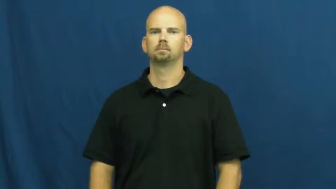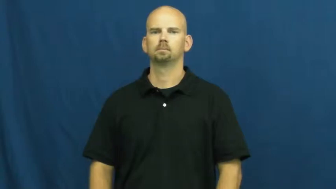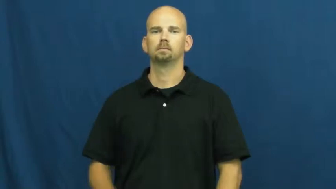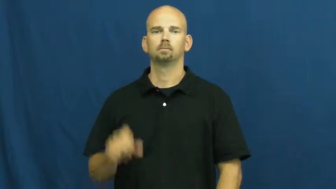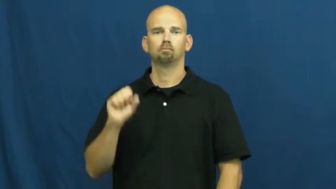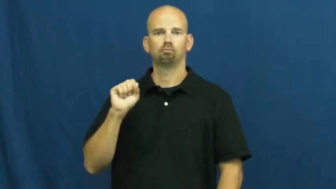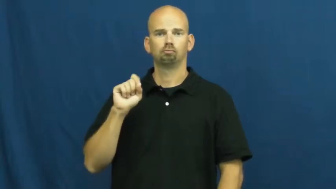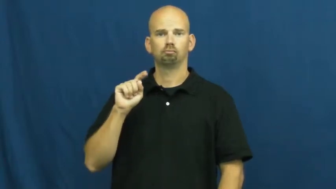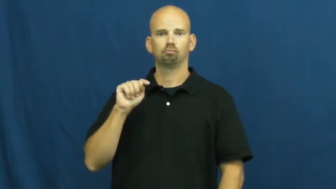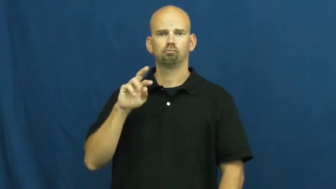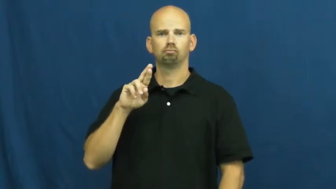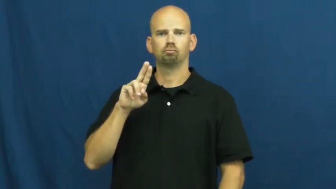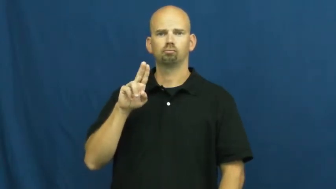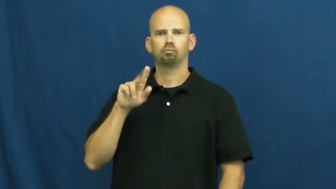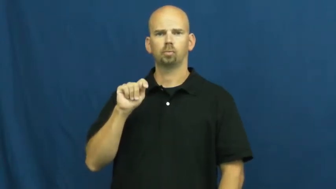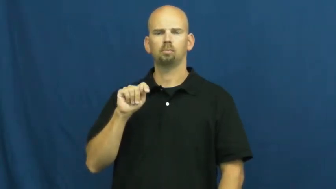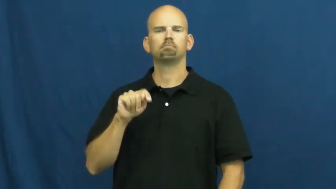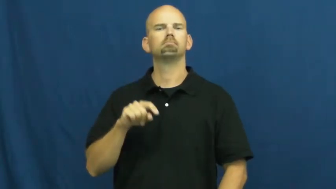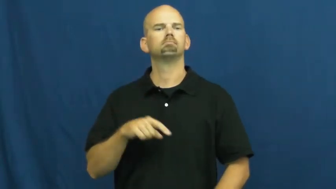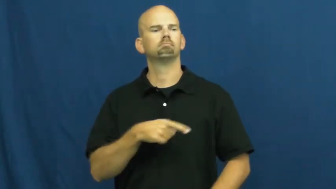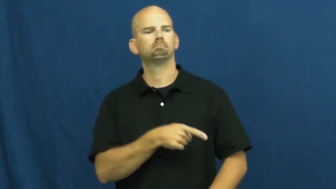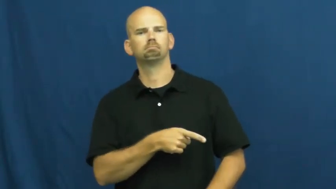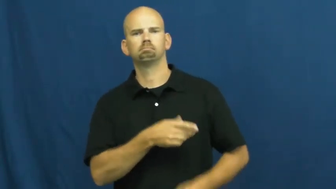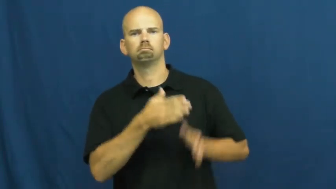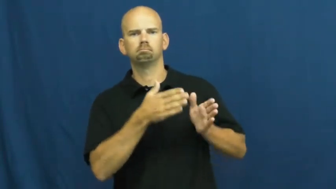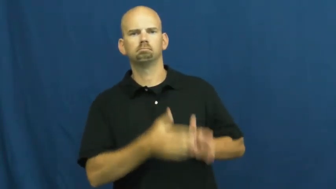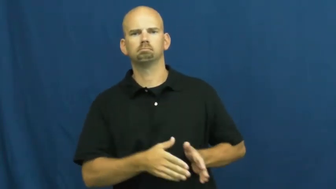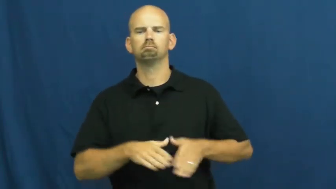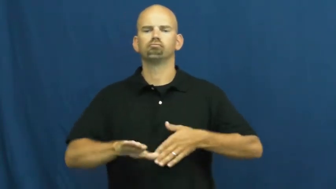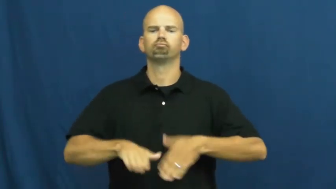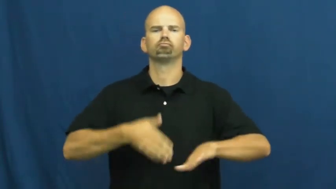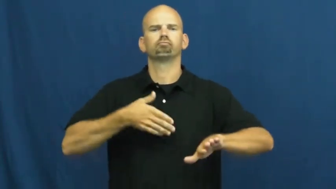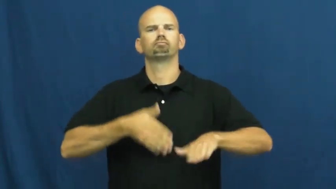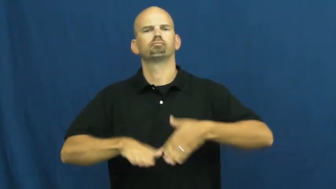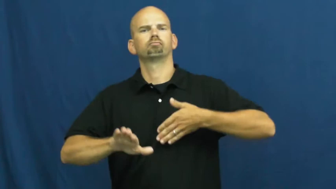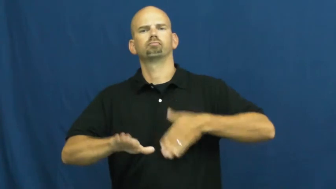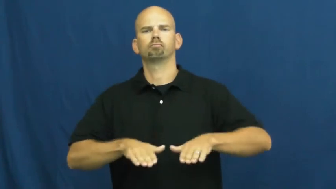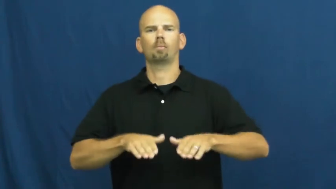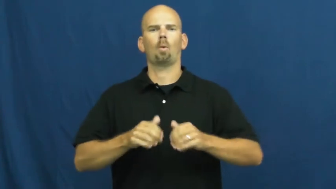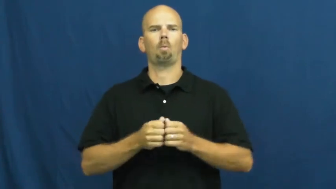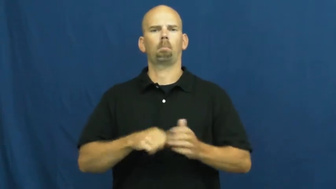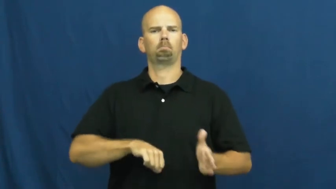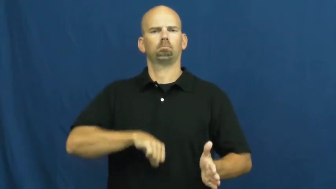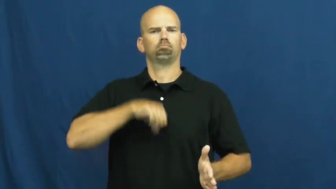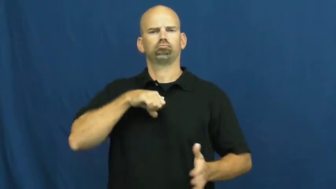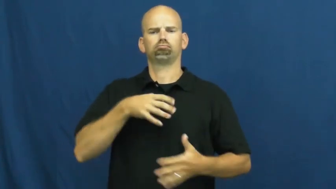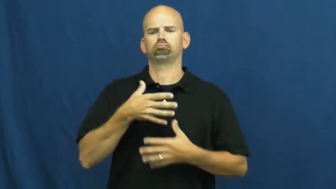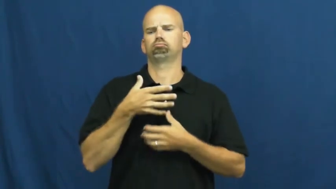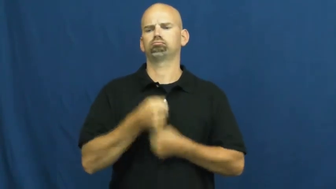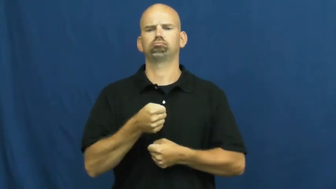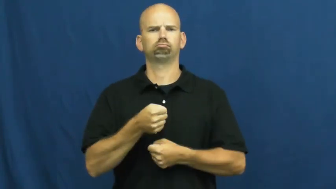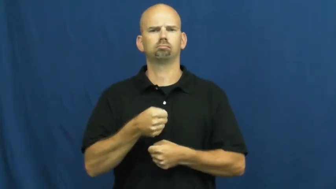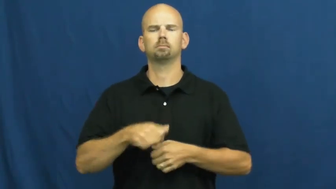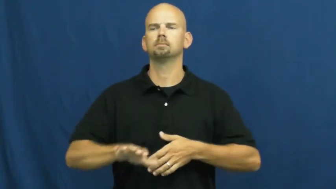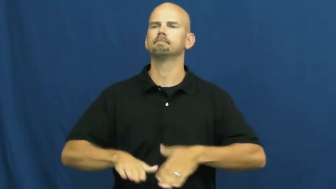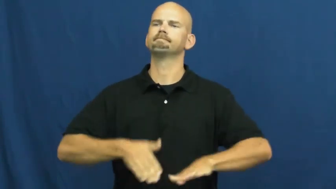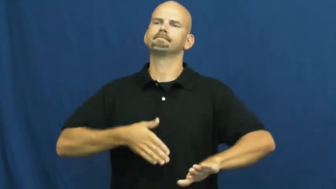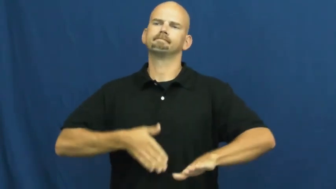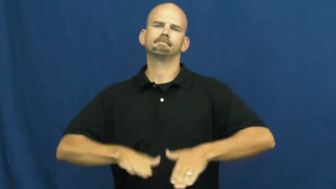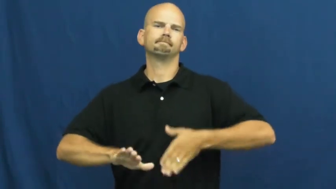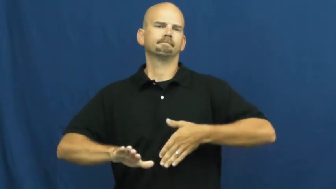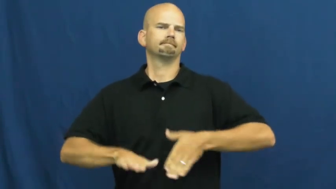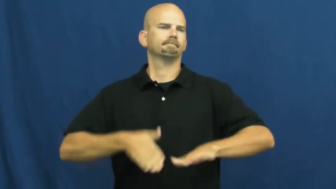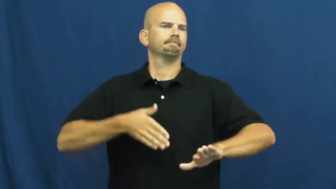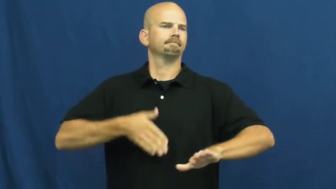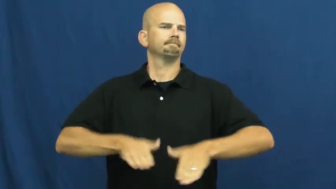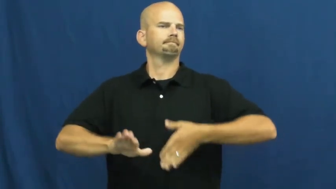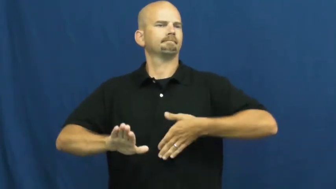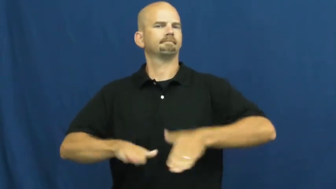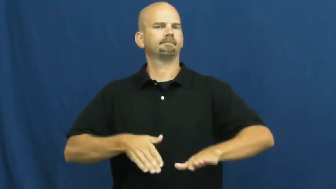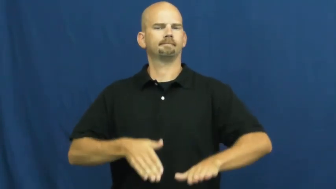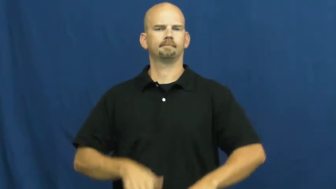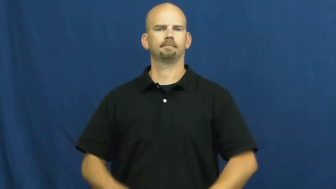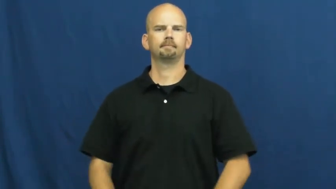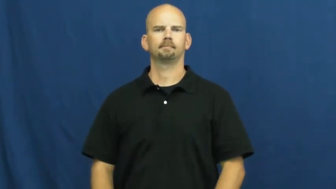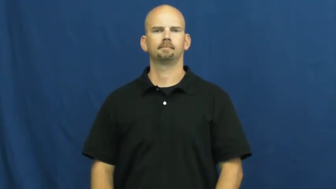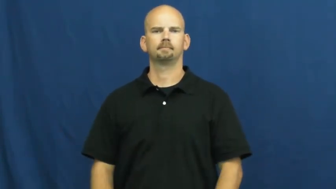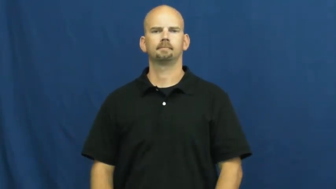strut-walk